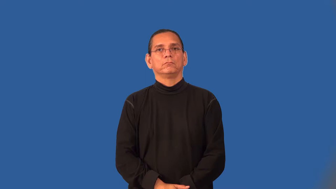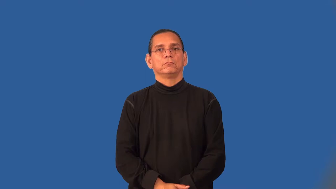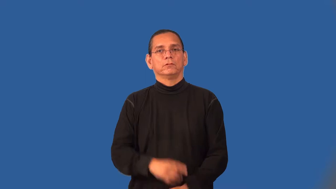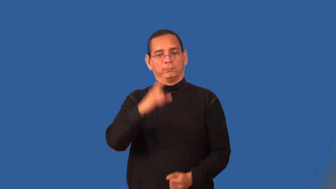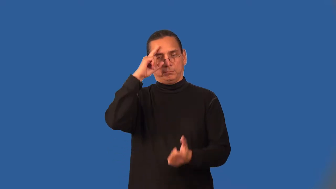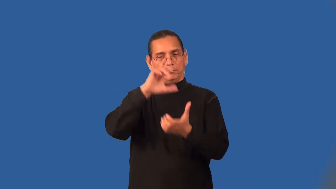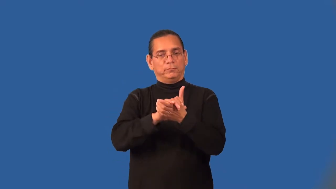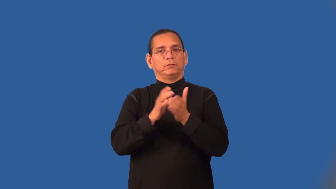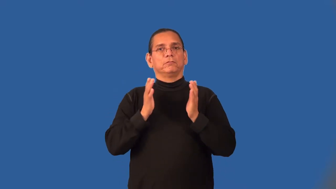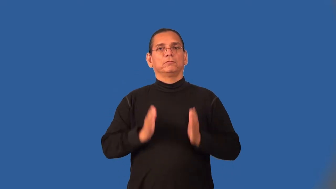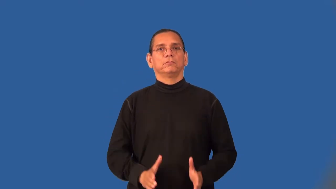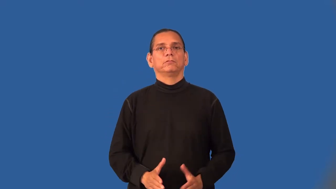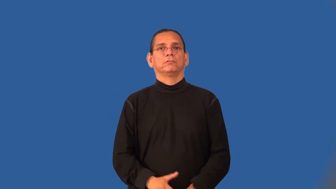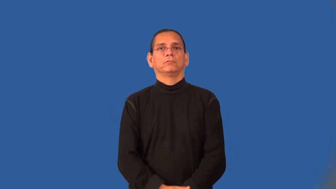believer